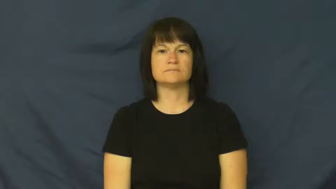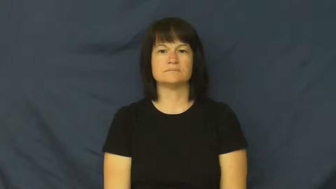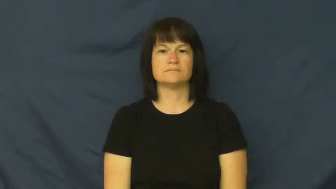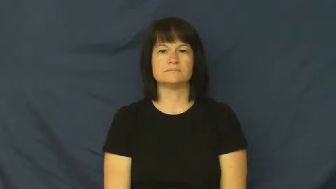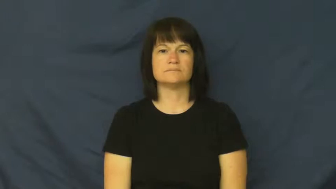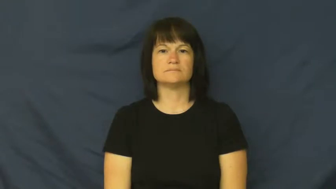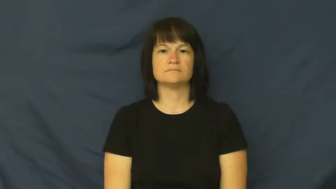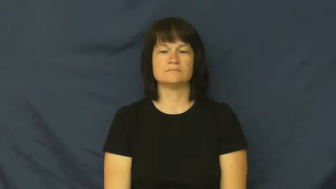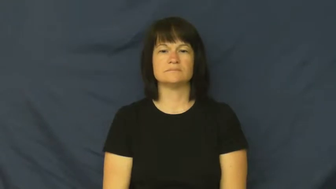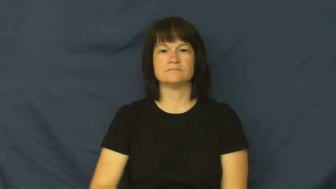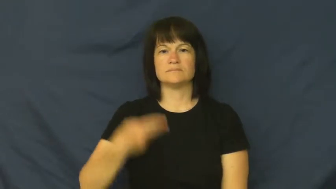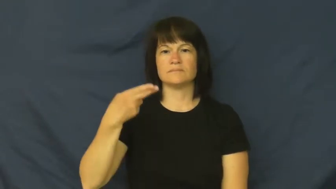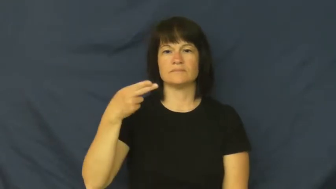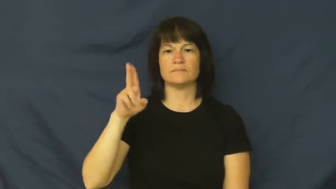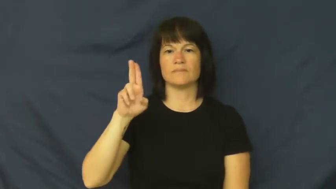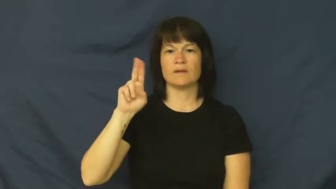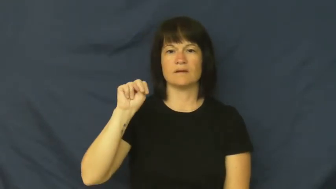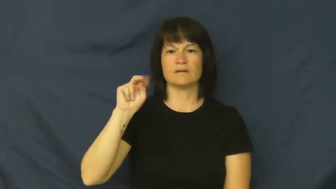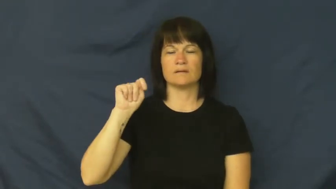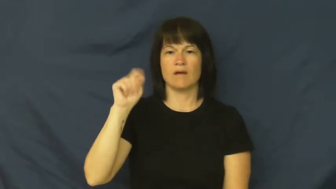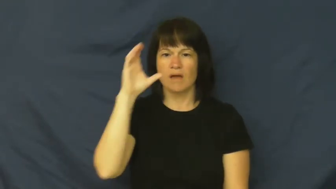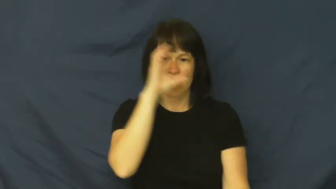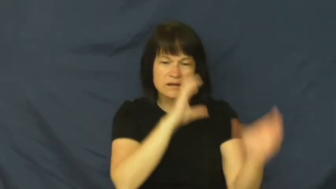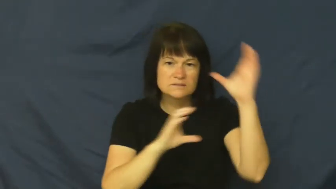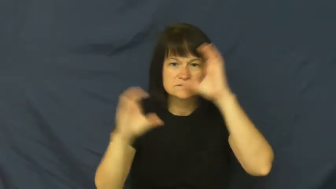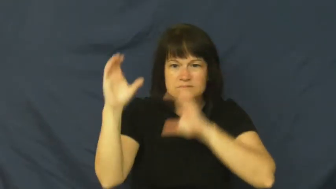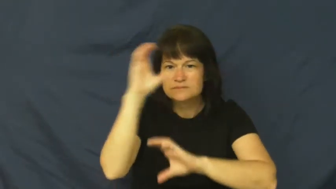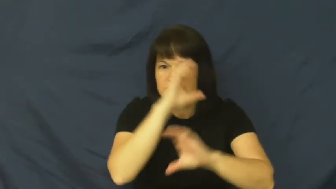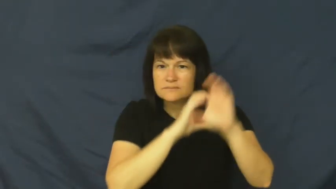hunt,hunt down,hunt around